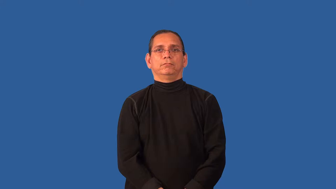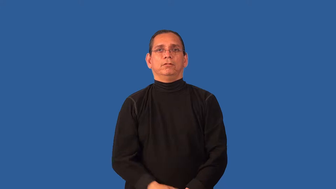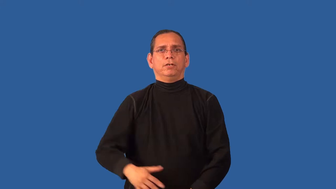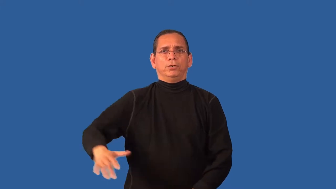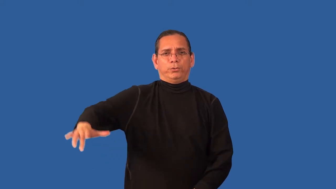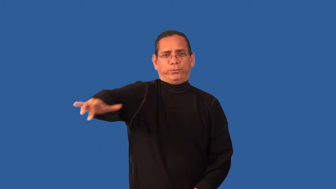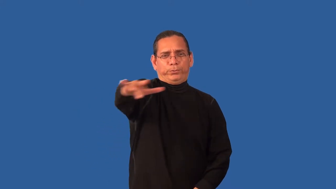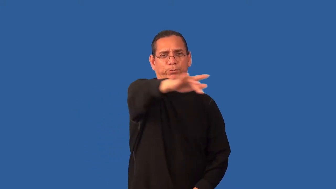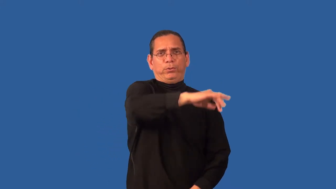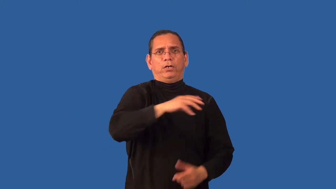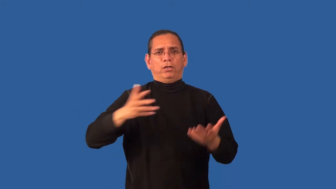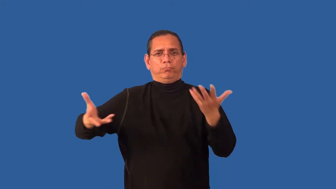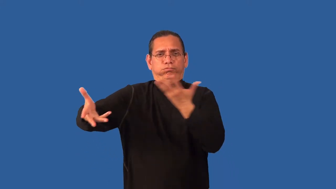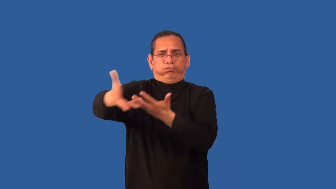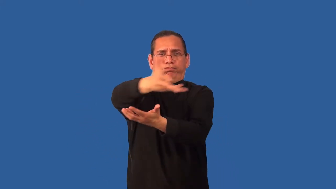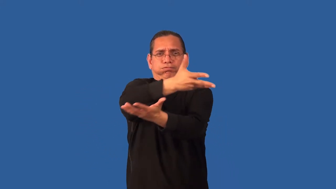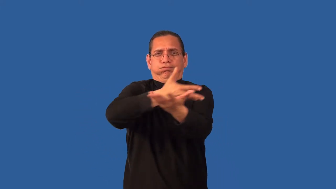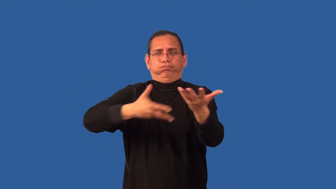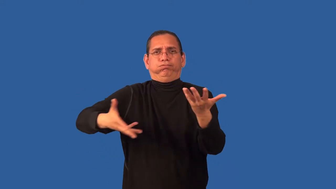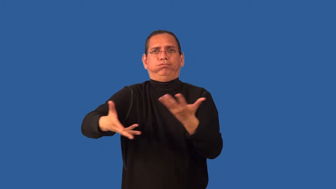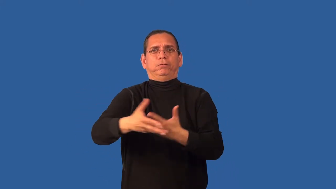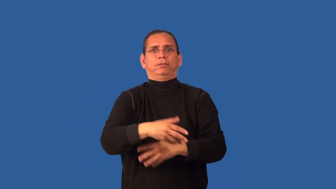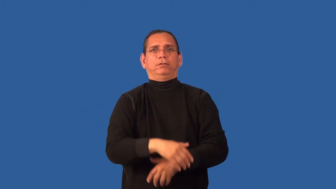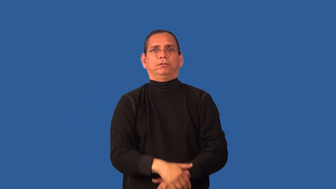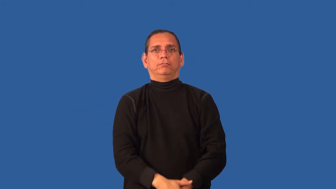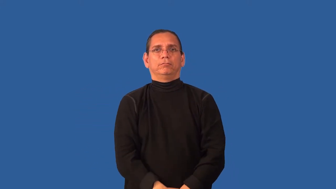airy,breezy,drafty